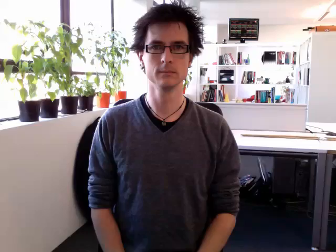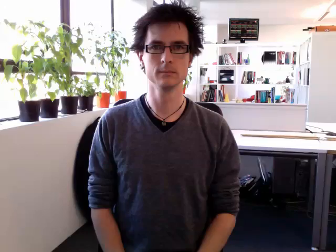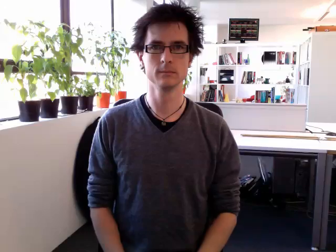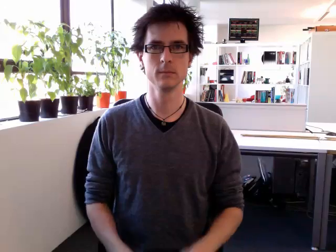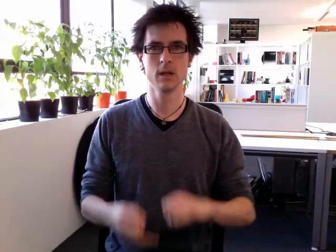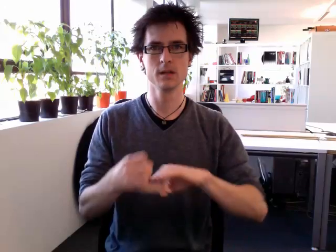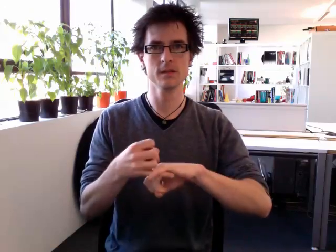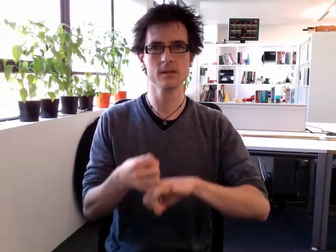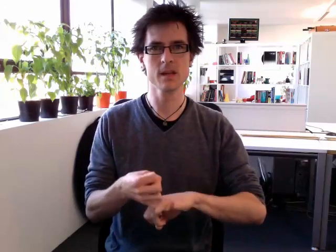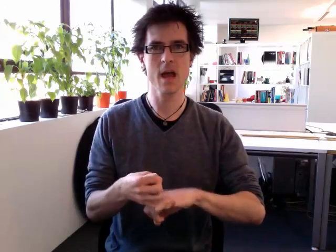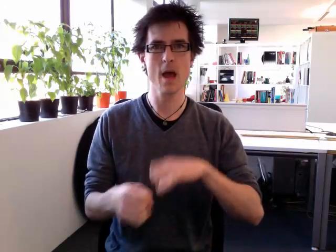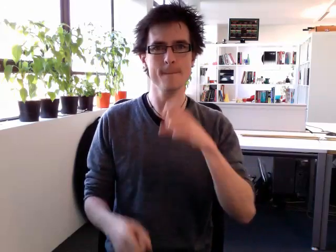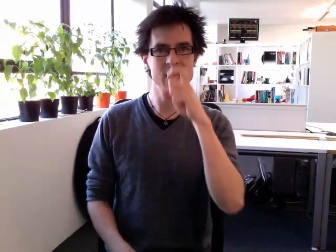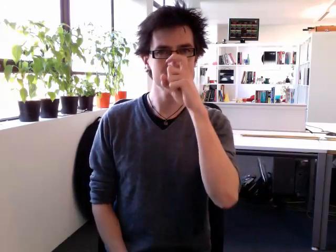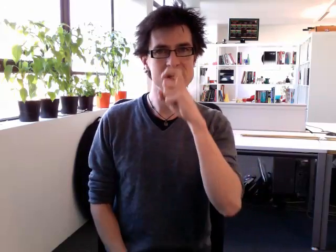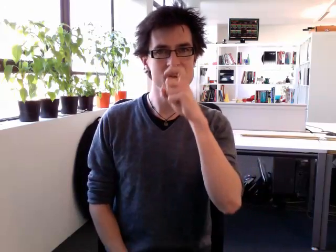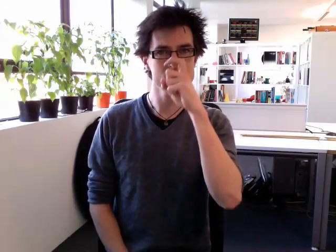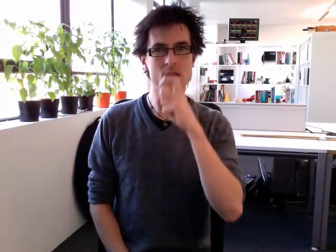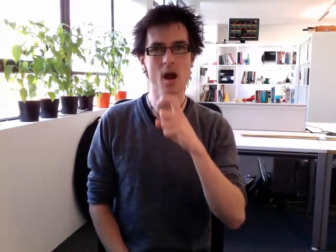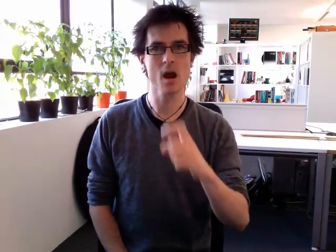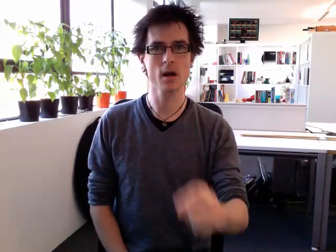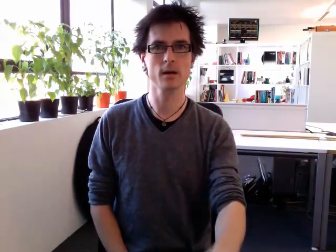stepsister